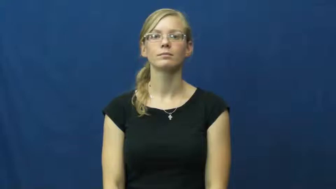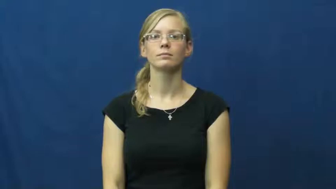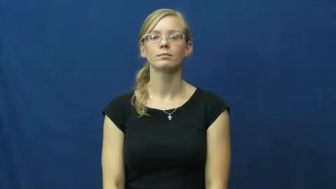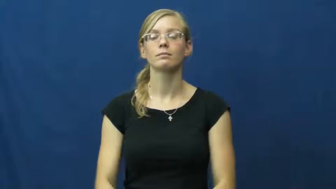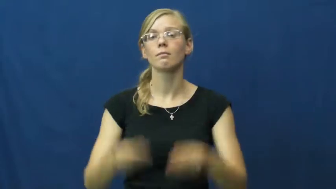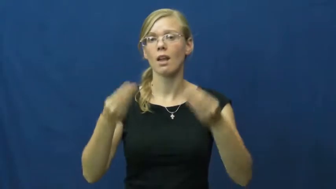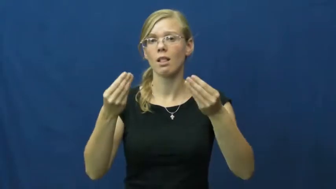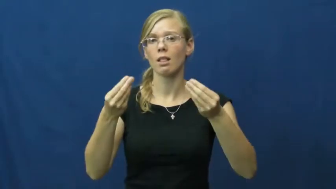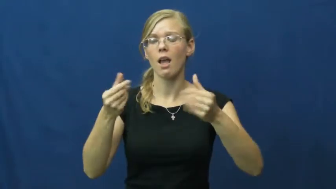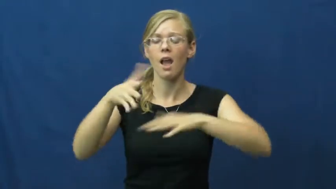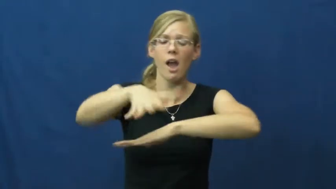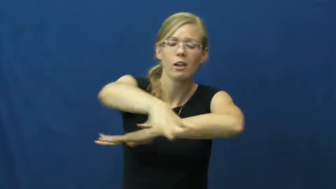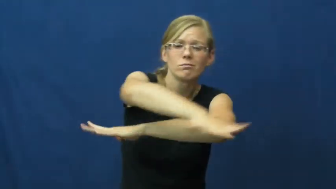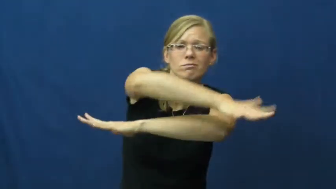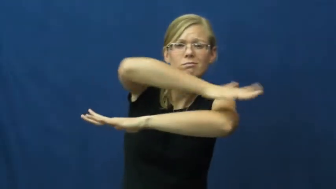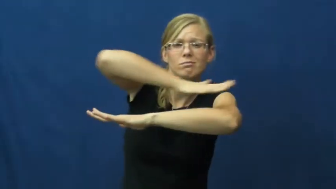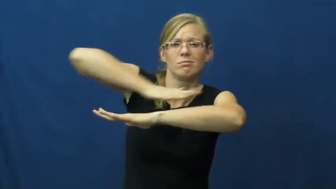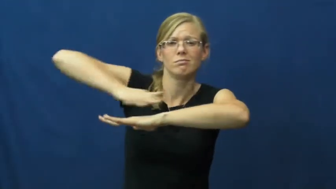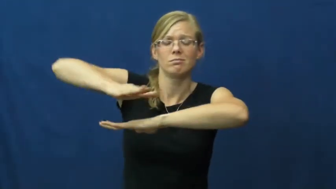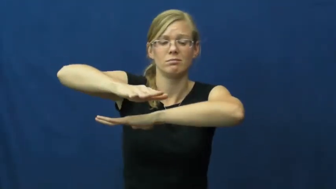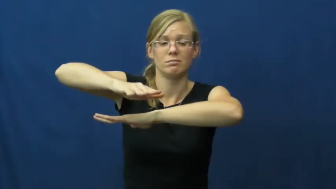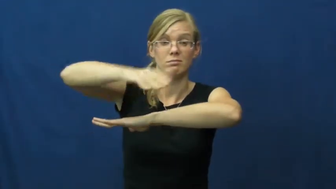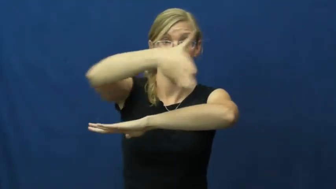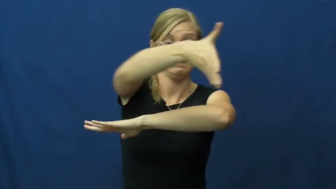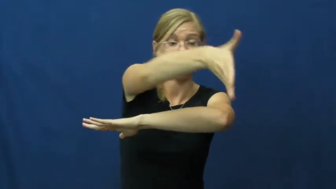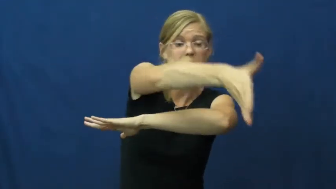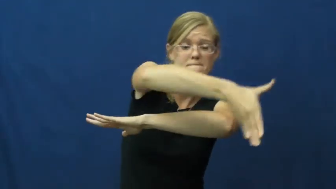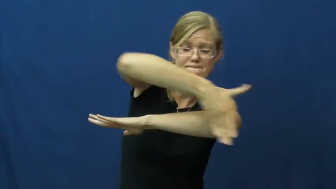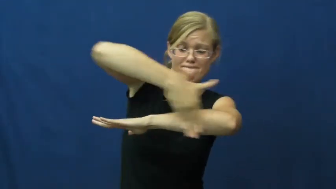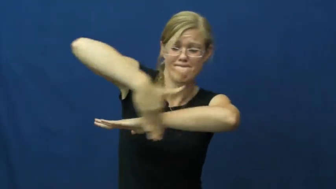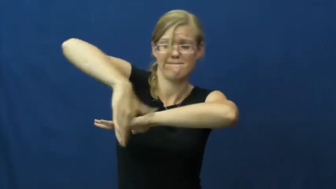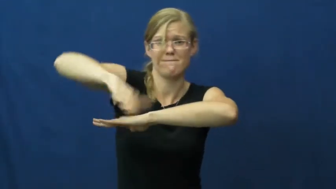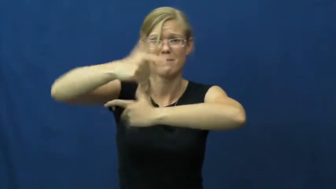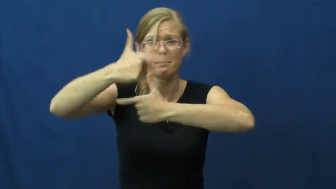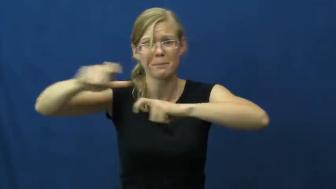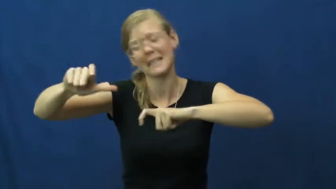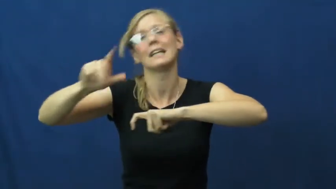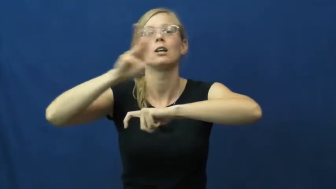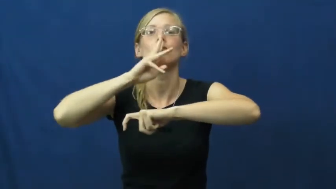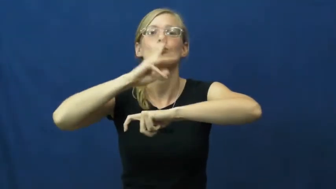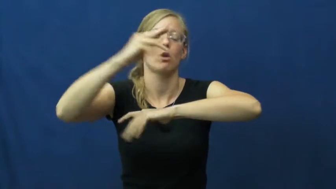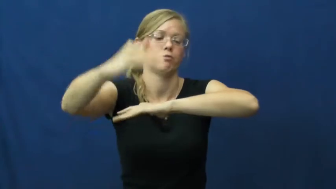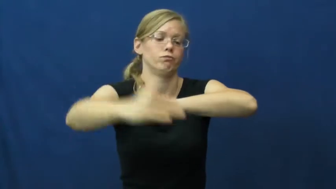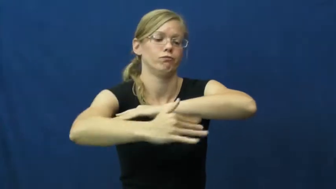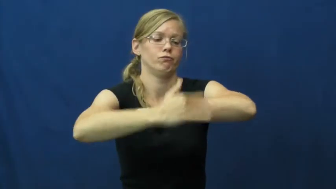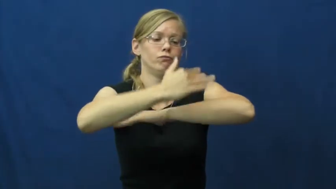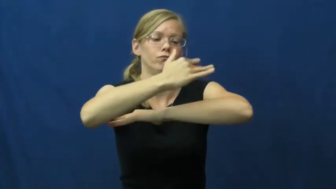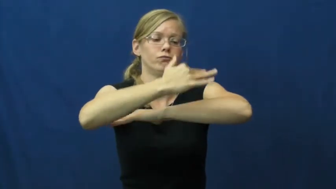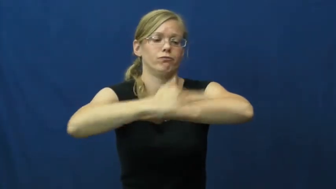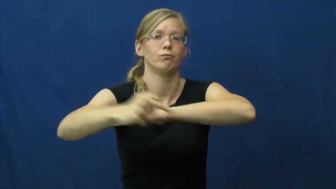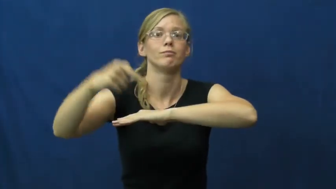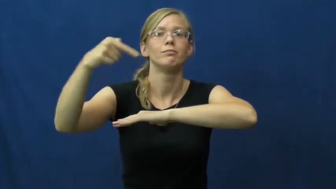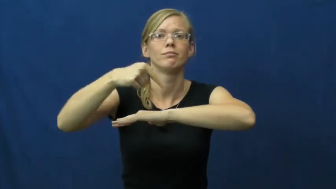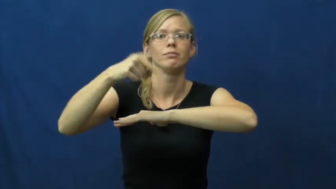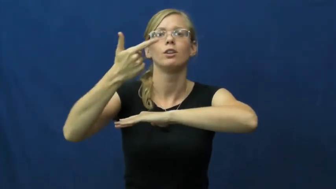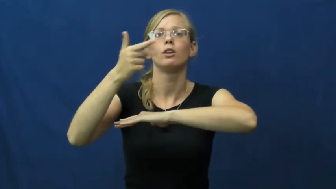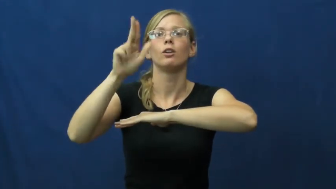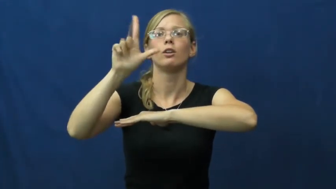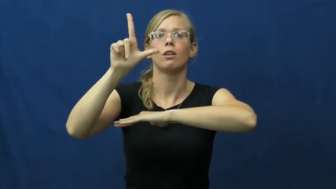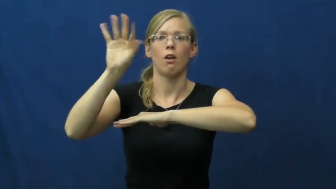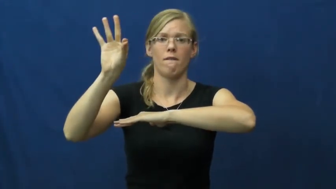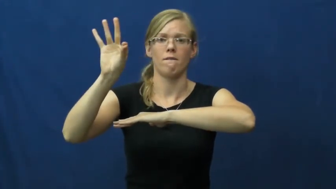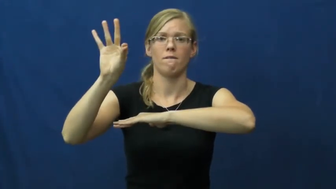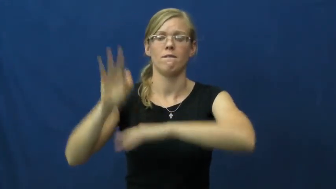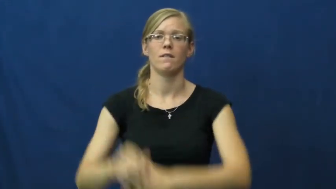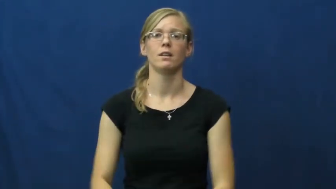gulf